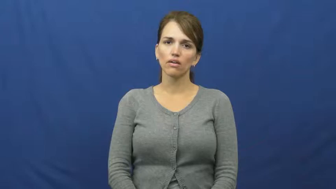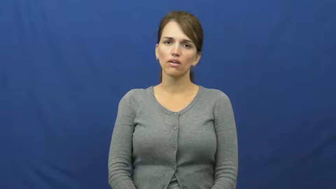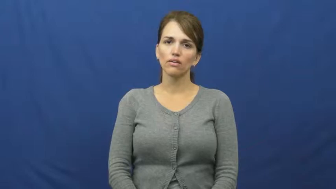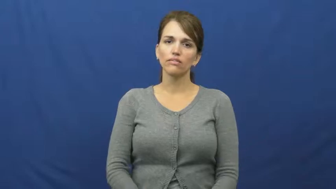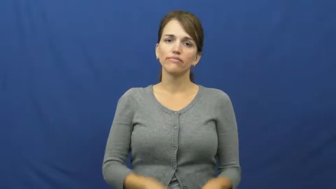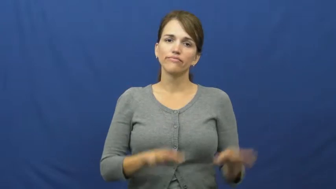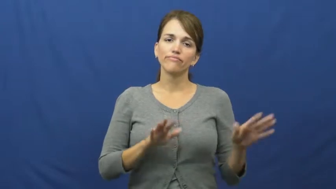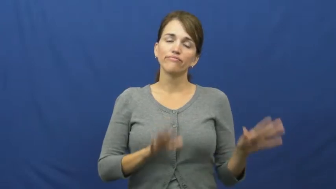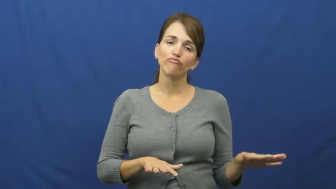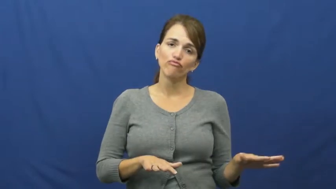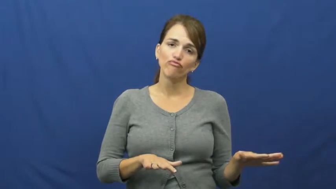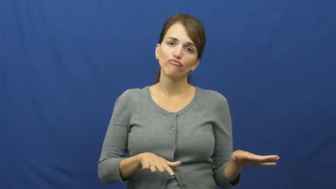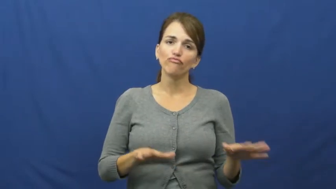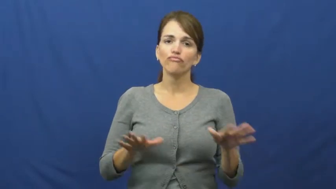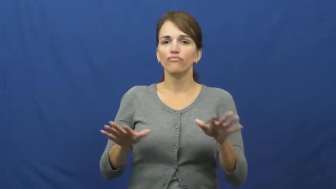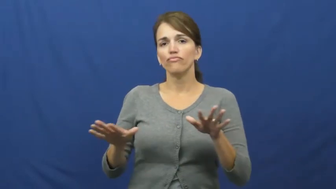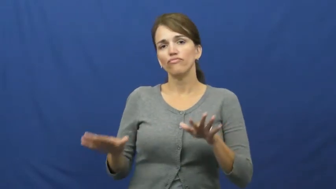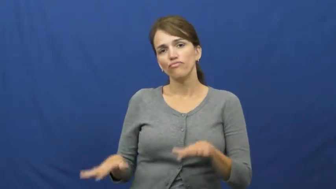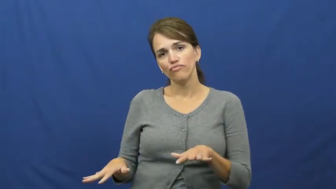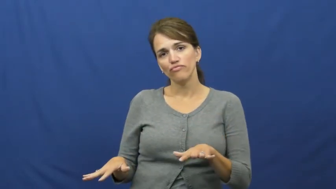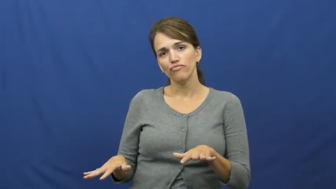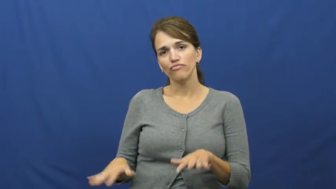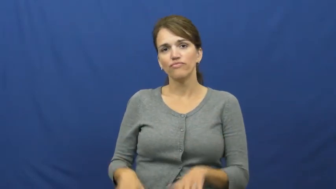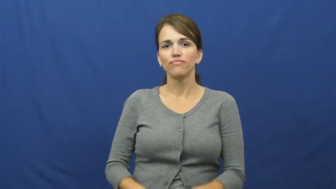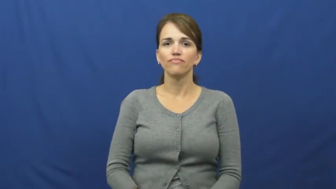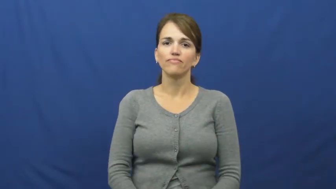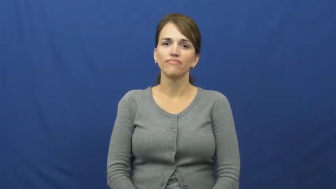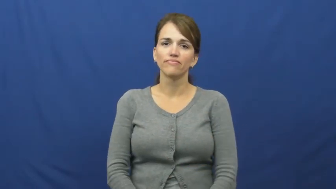mill around,mill about,hang around,hang about,hang out,inert,nonchalant,faff